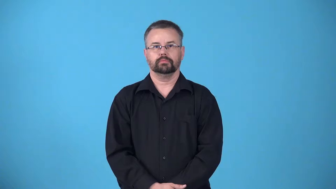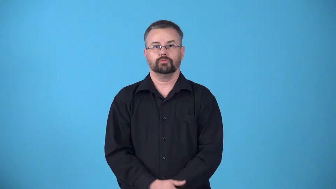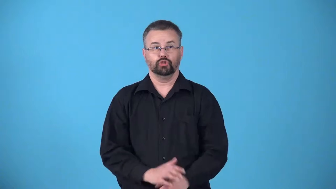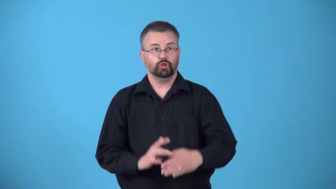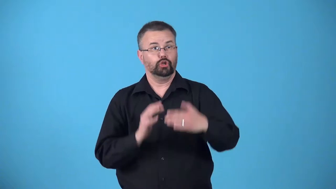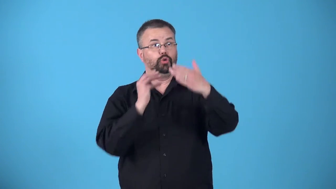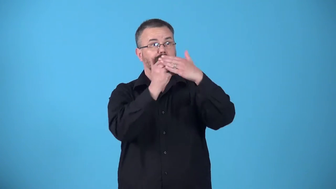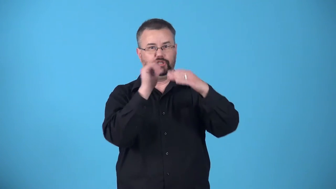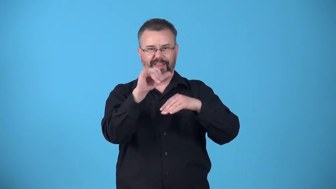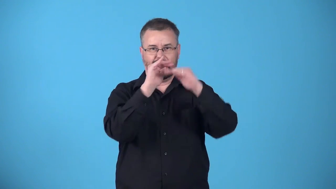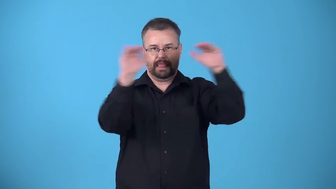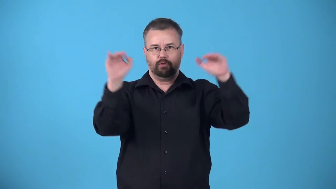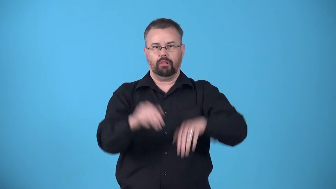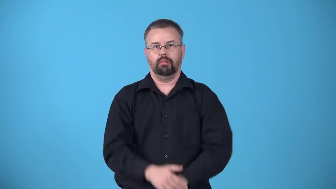attain-be at a certain level